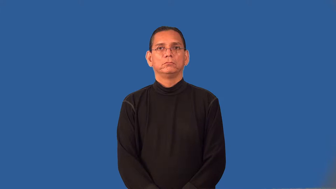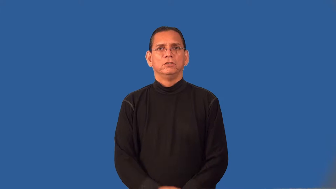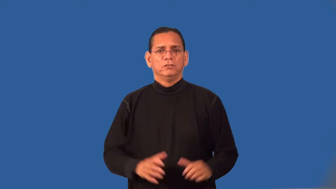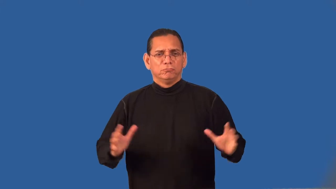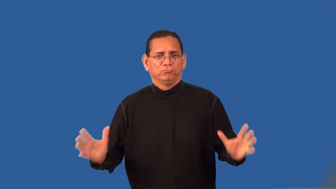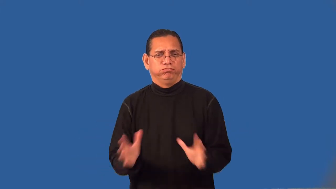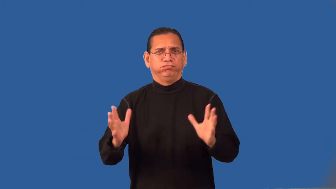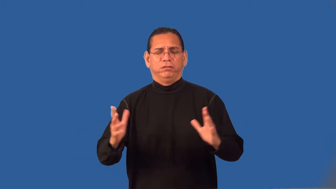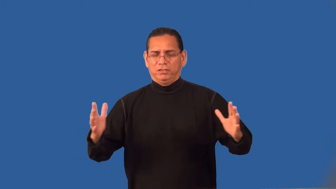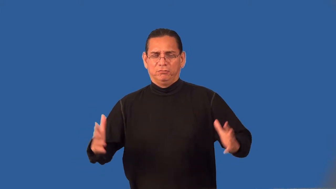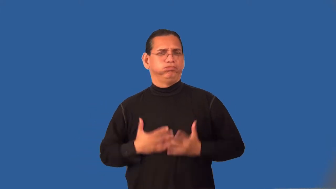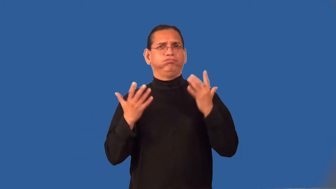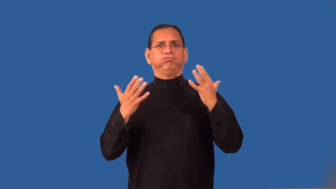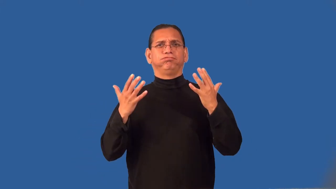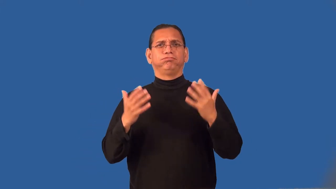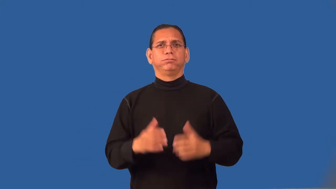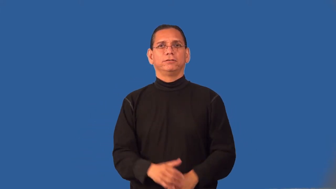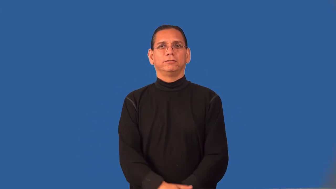rally-come